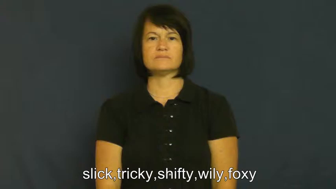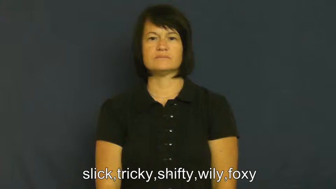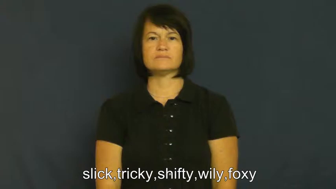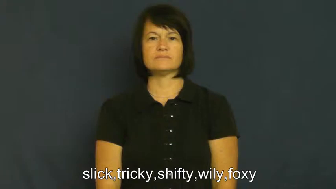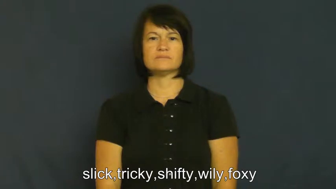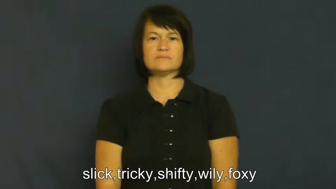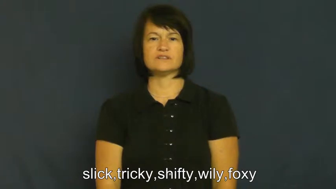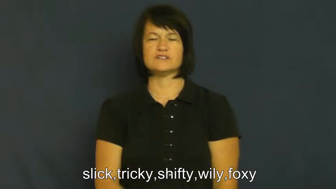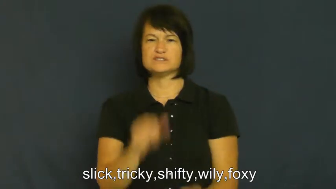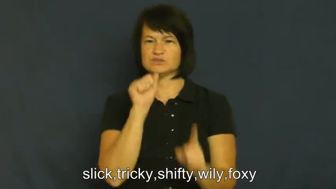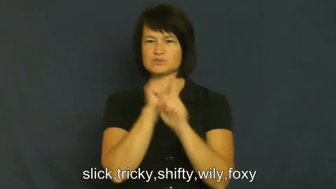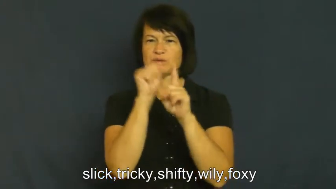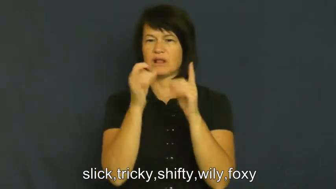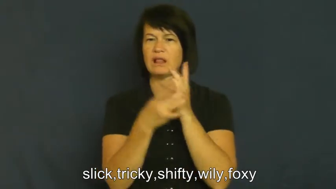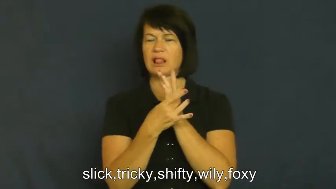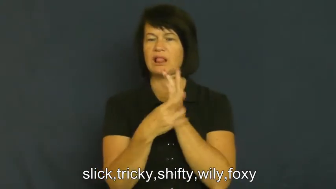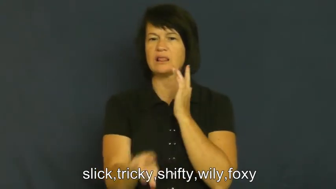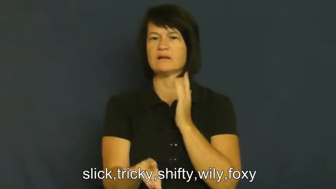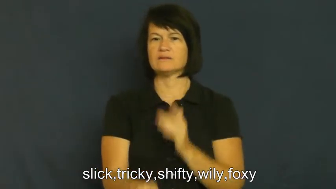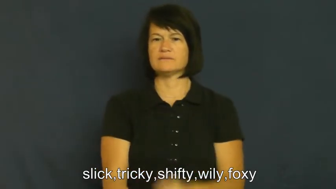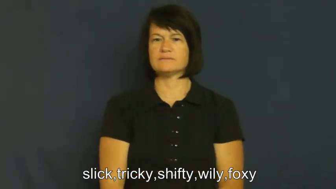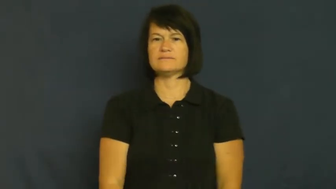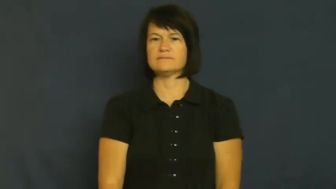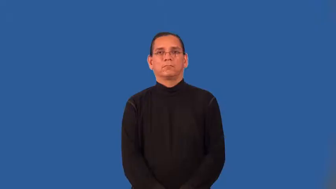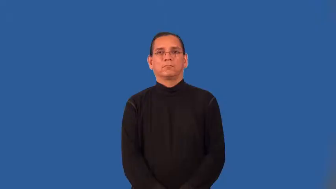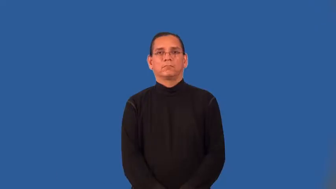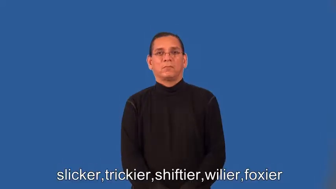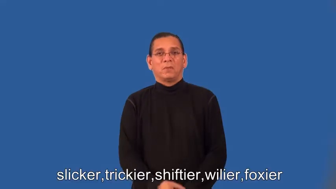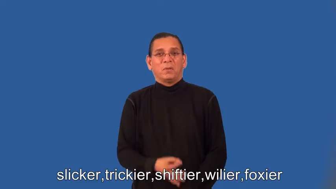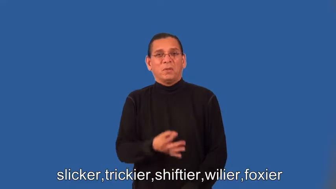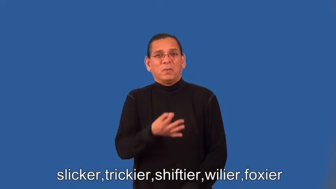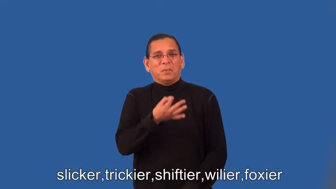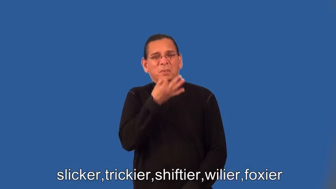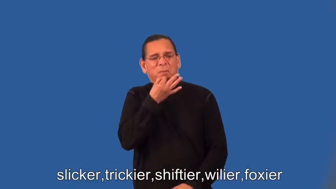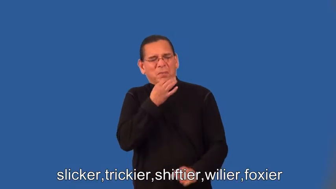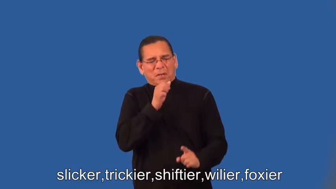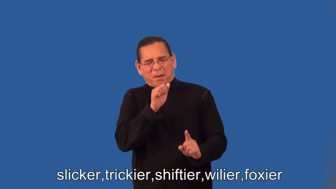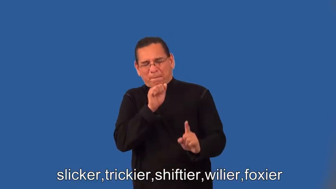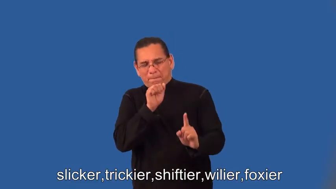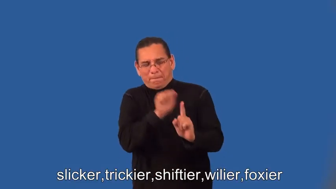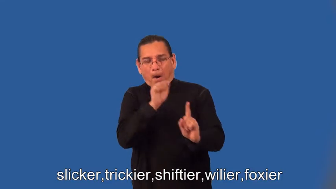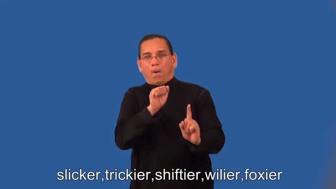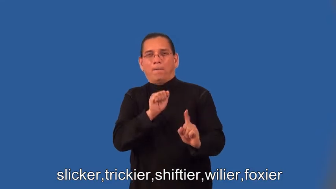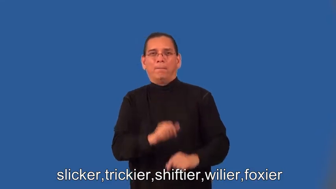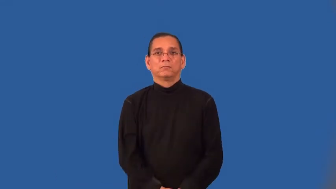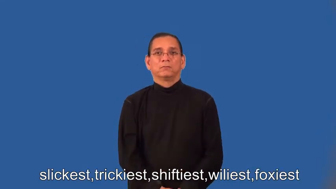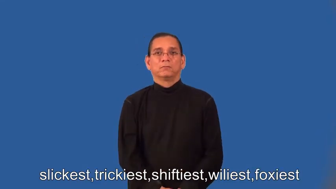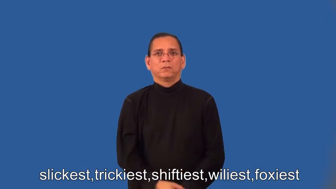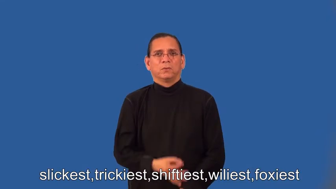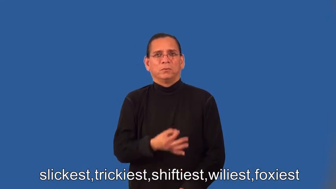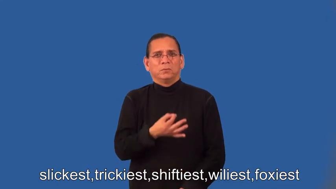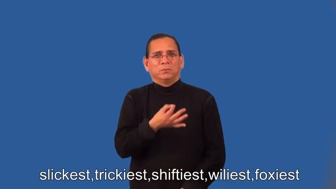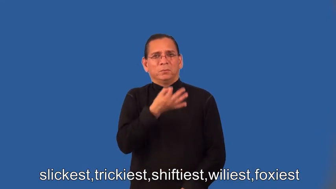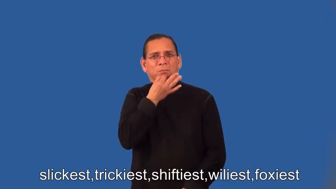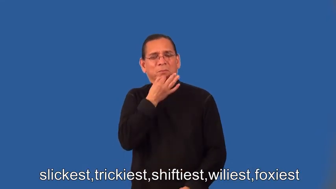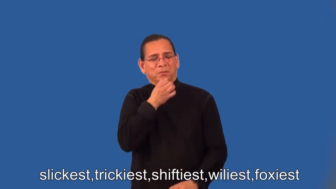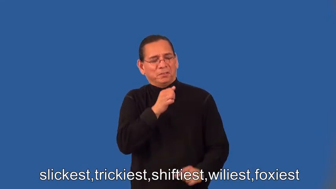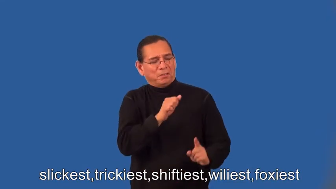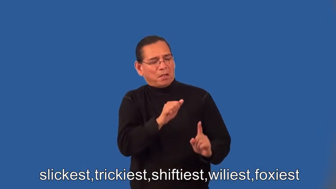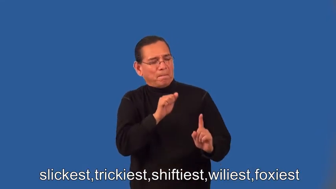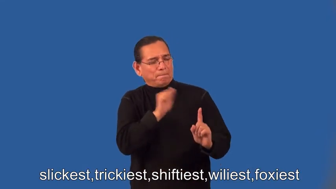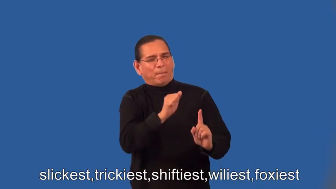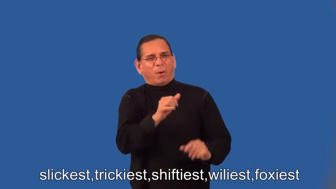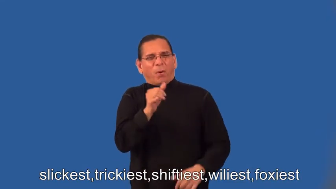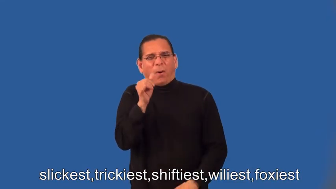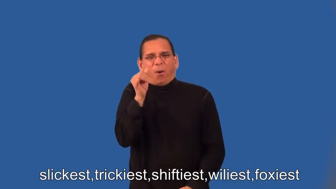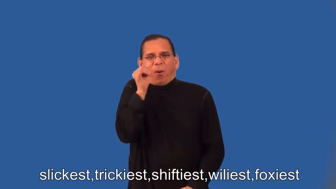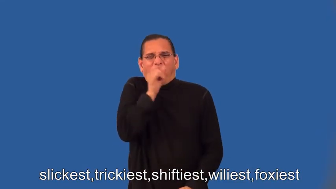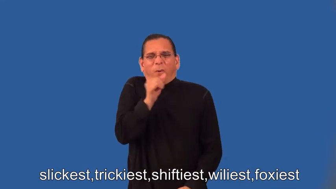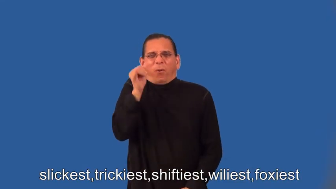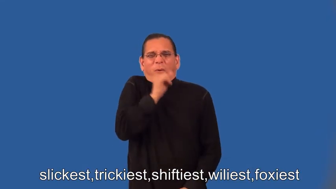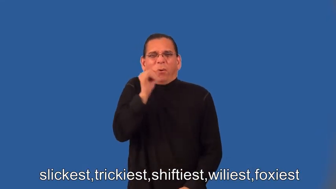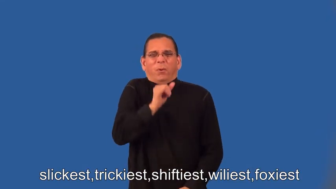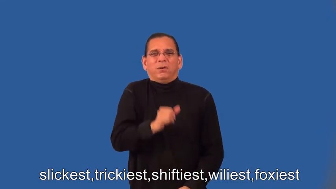slicker,trickier,shiftier,wilier,foxier,slickest,trickiest,shiftiest,wiliest,foxiest